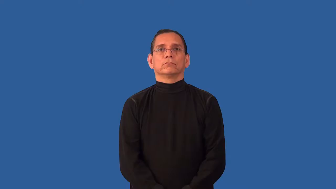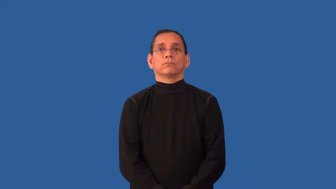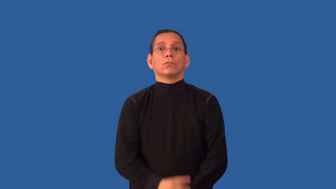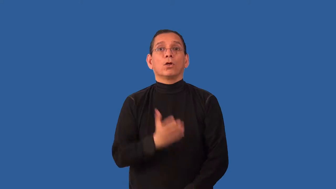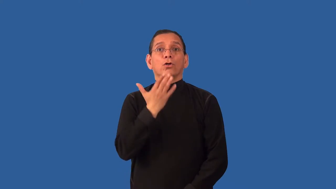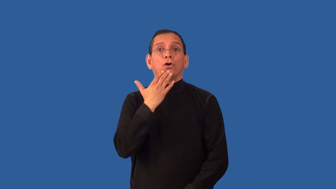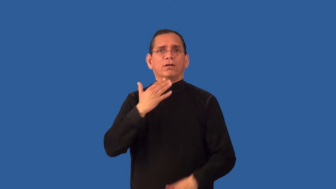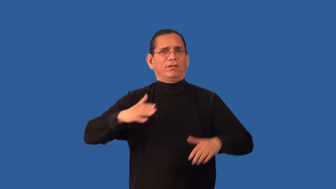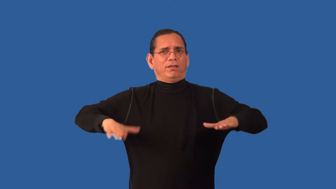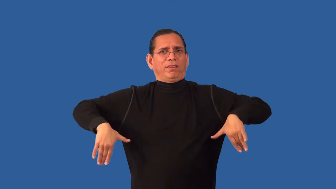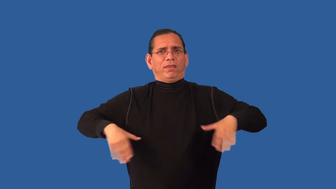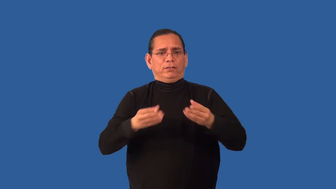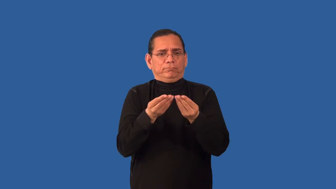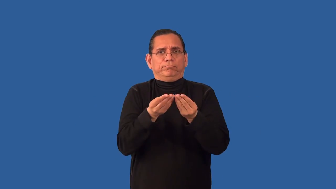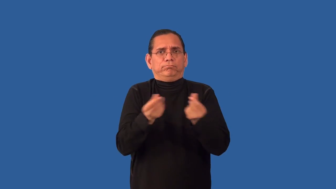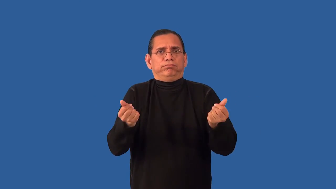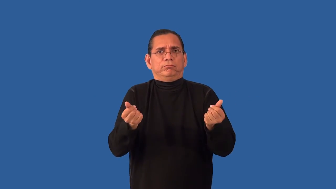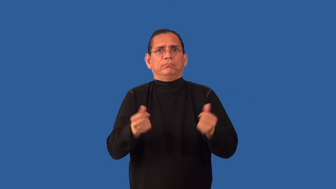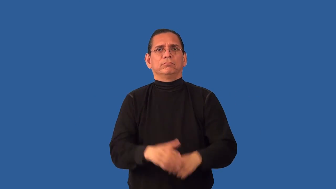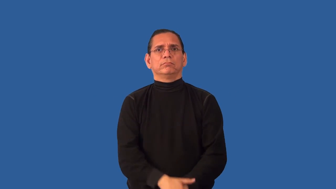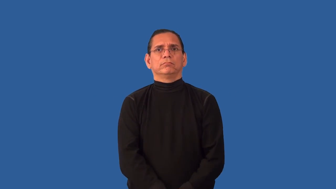unfaded